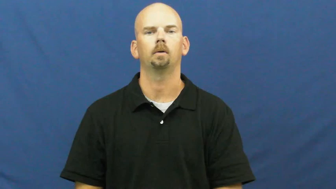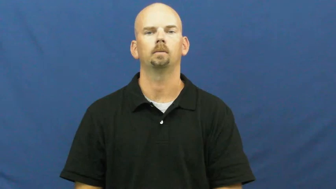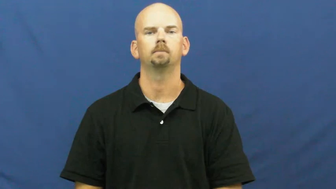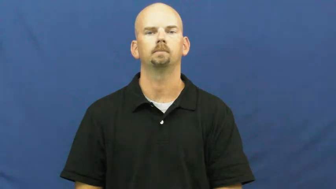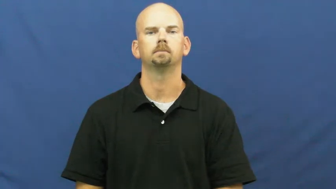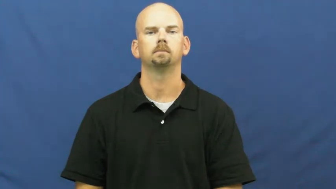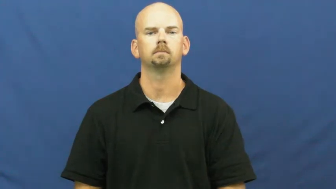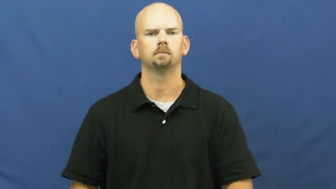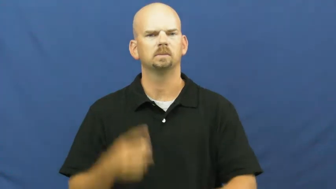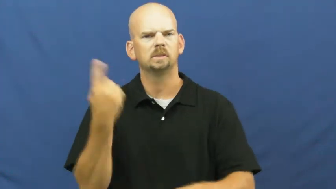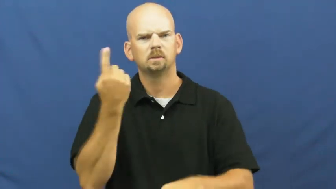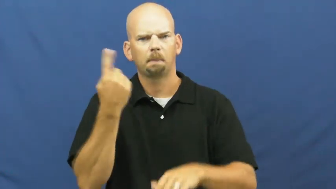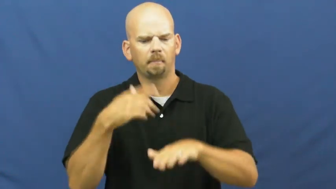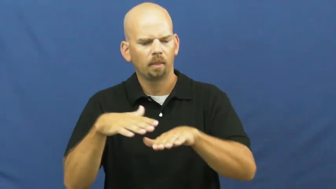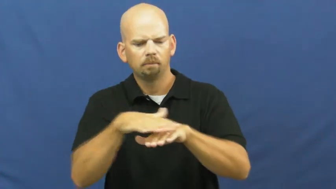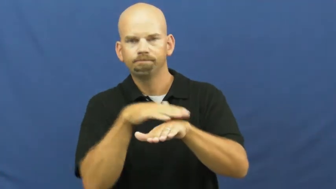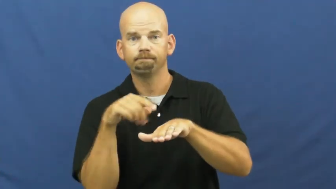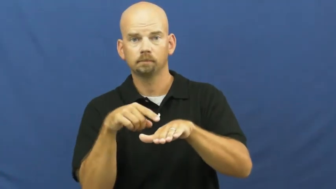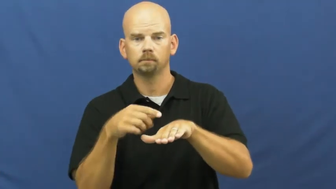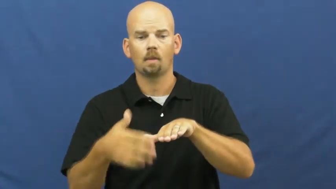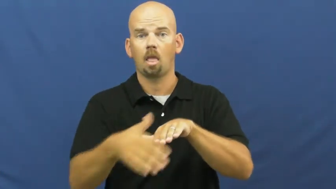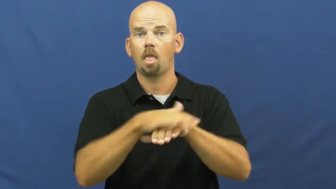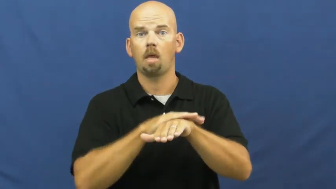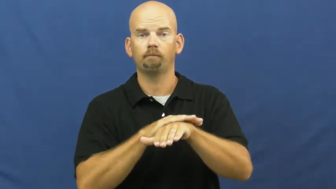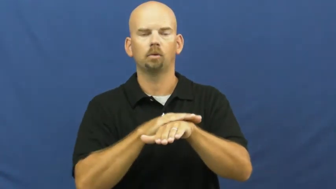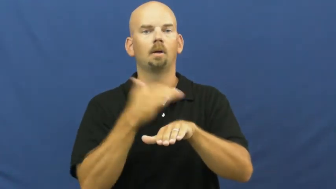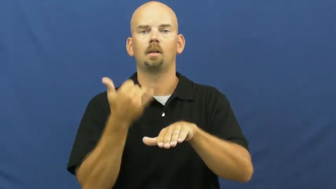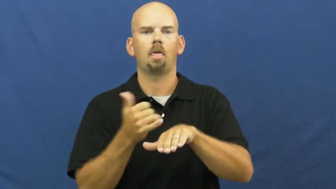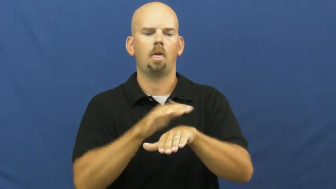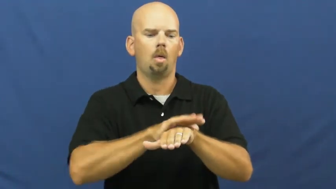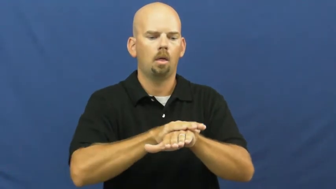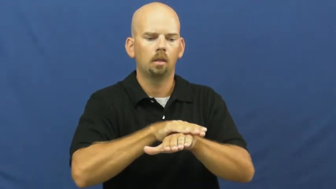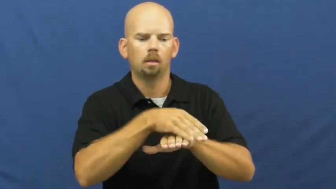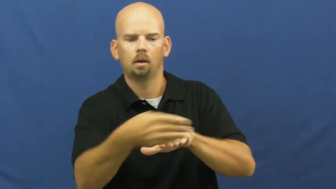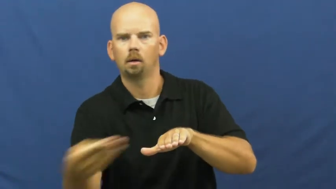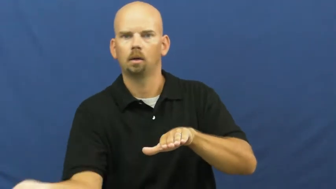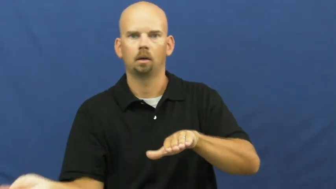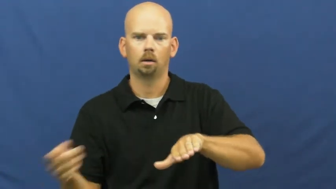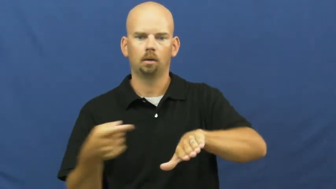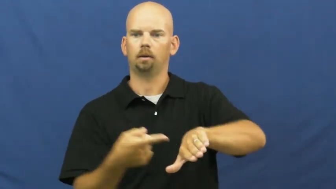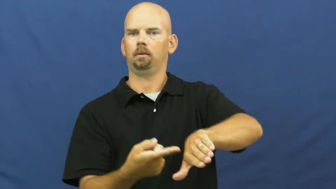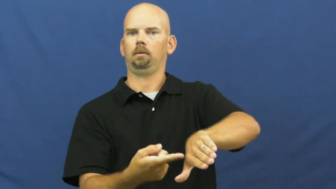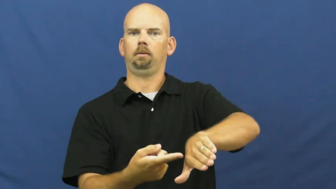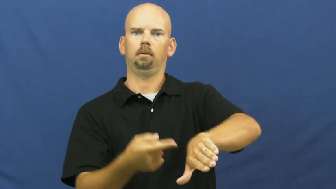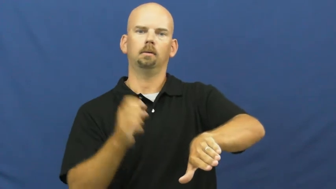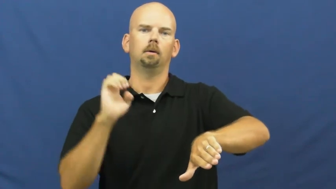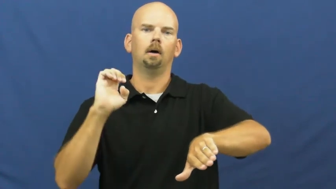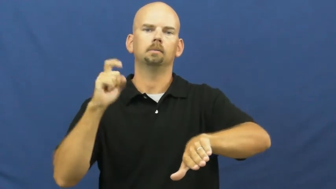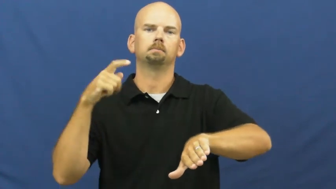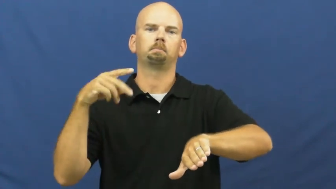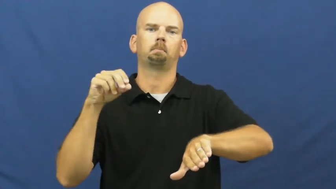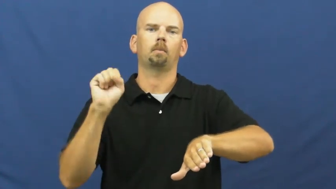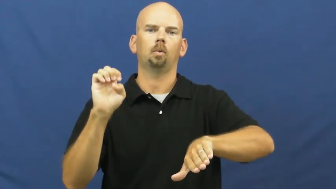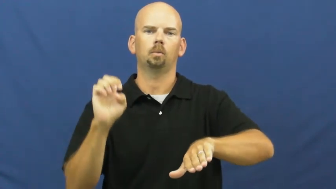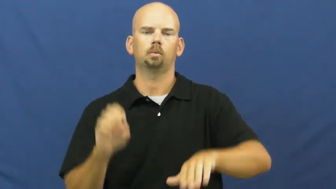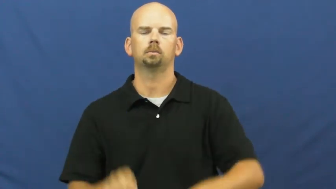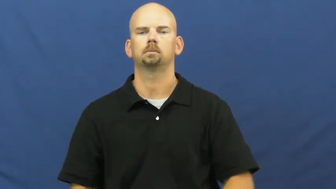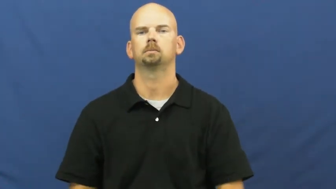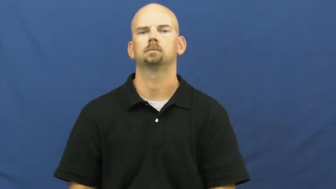expose-uncover